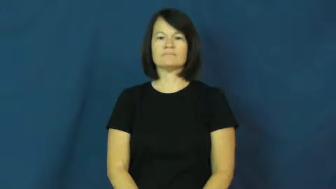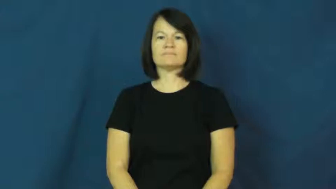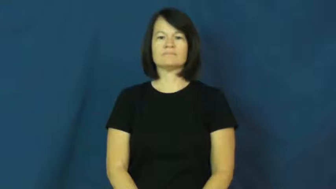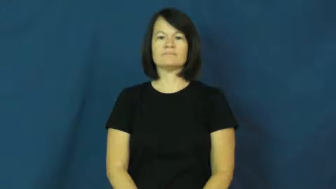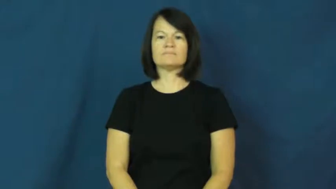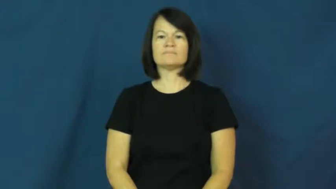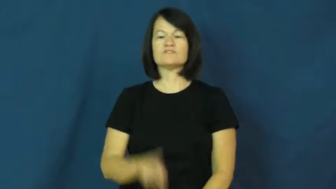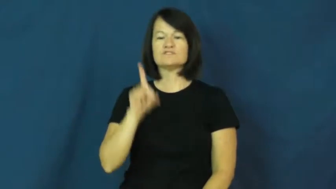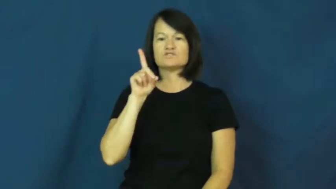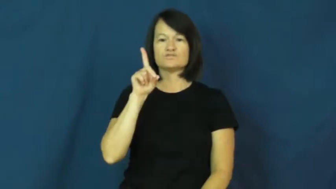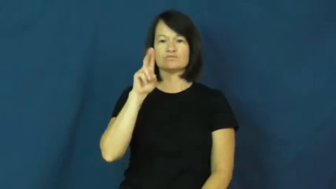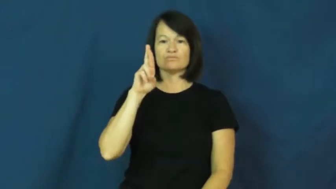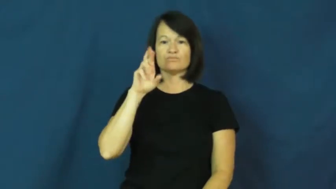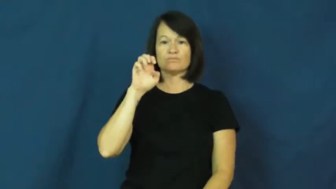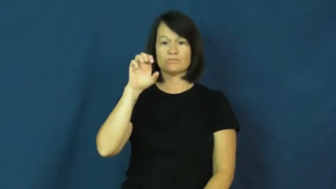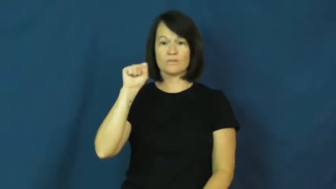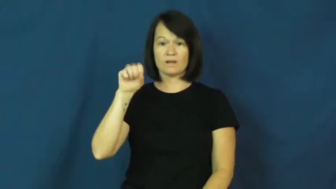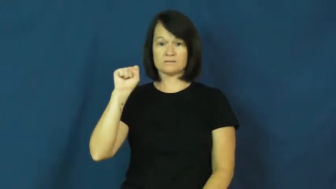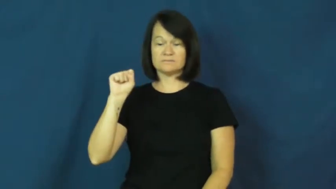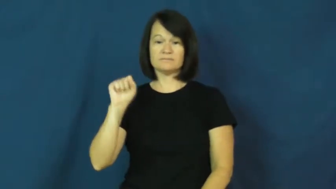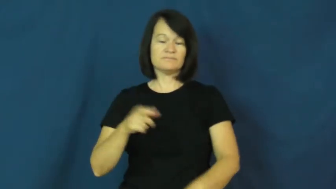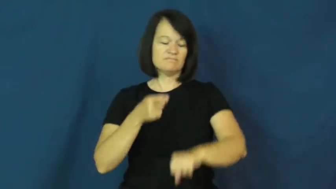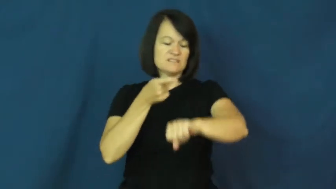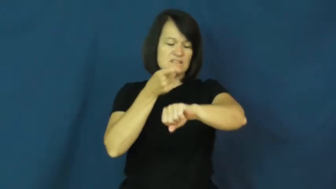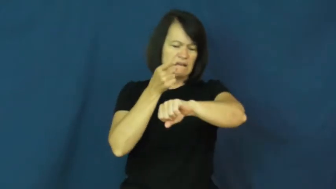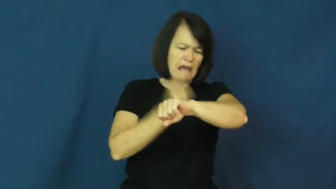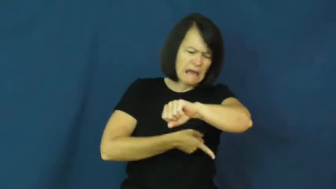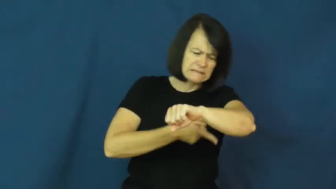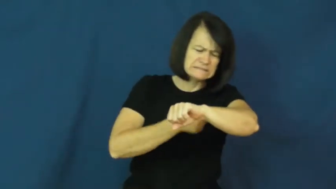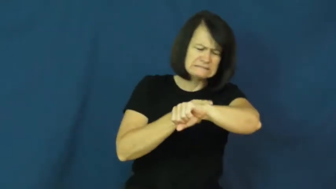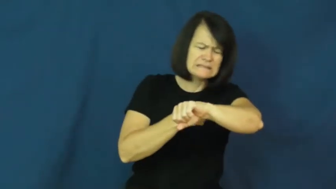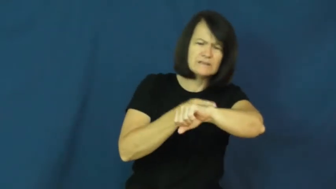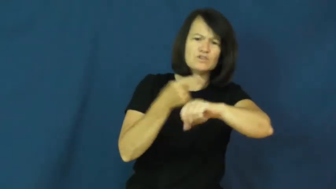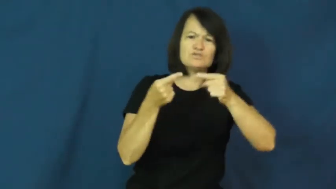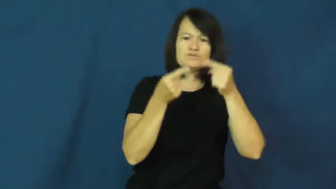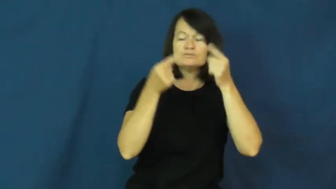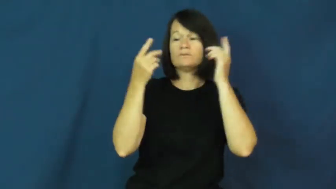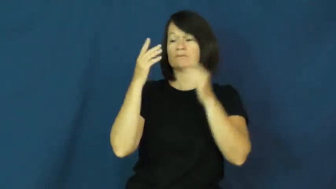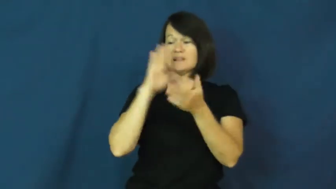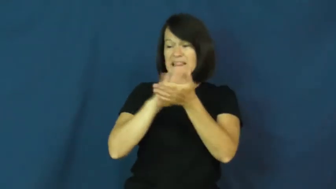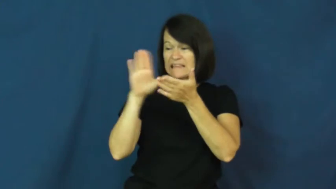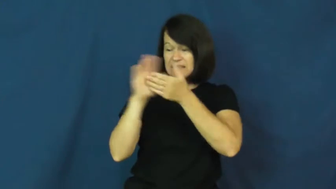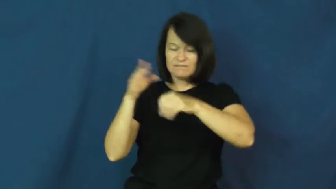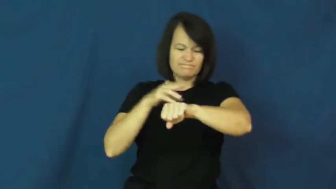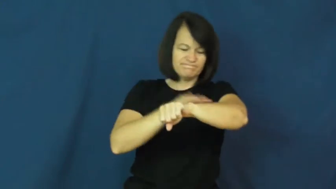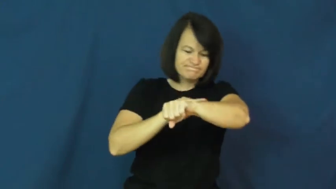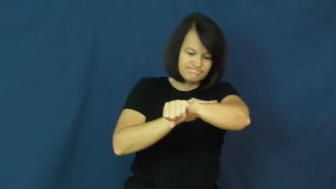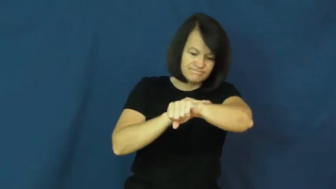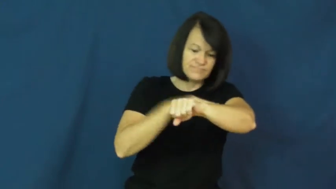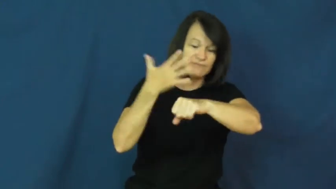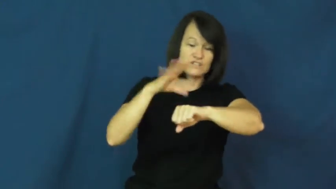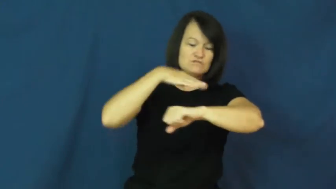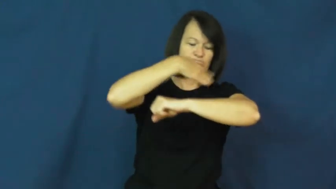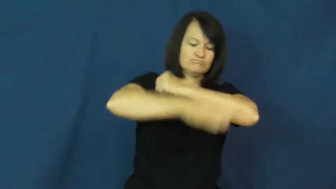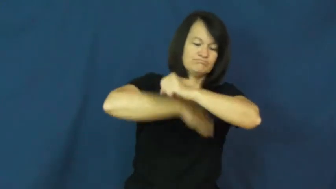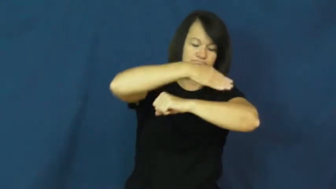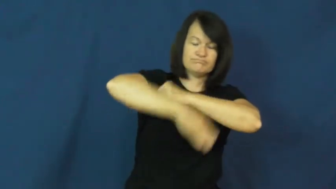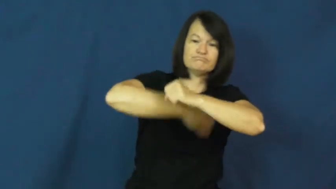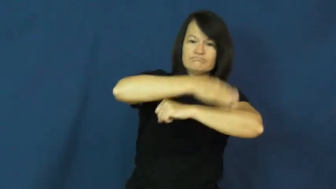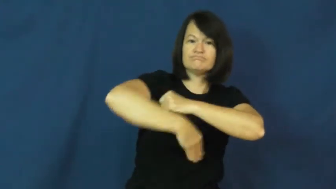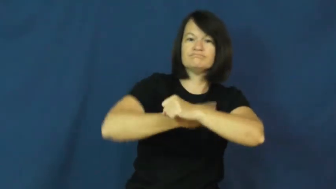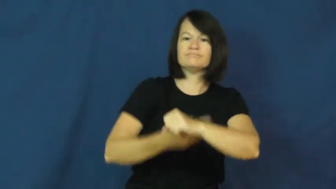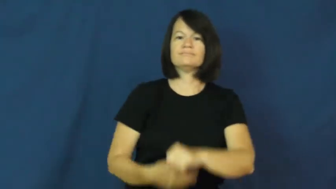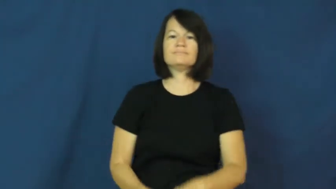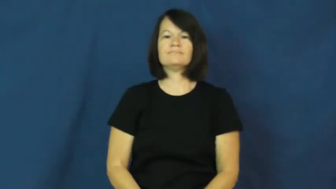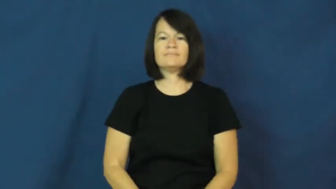dress-wound